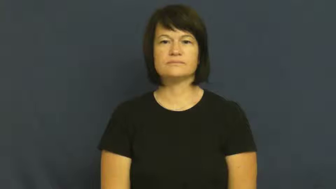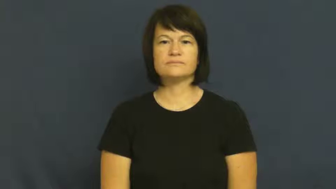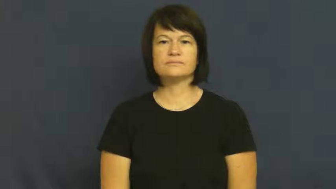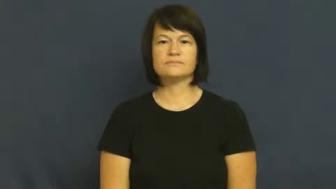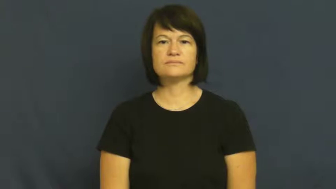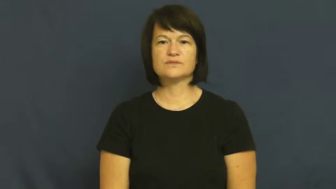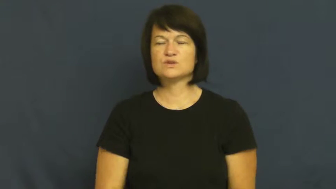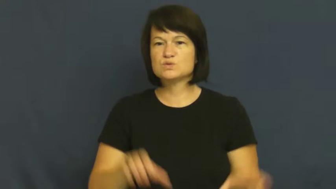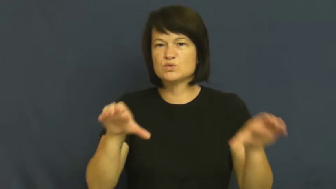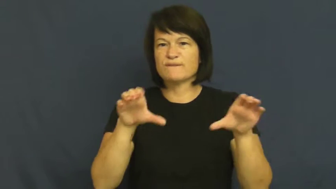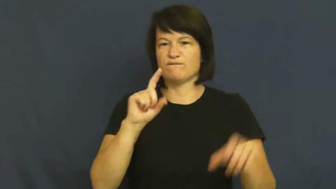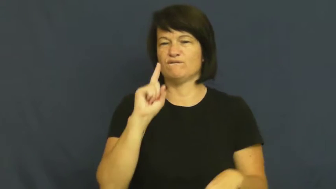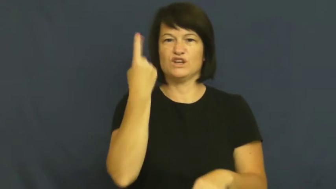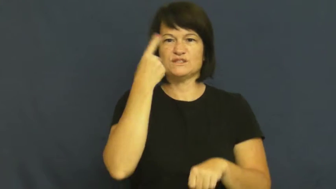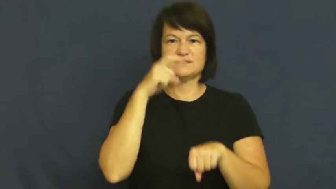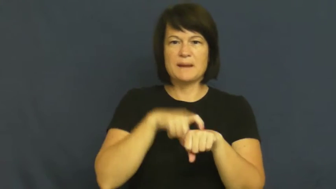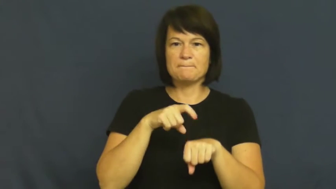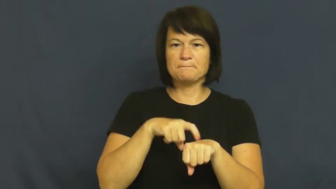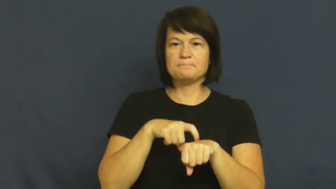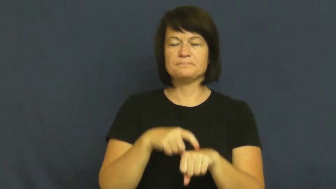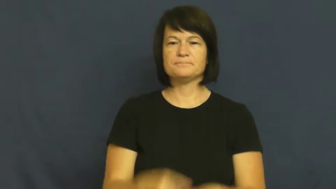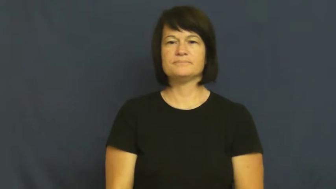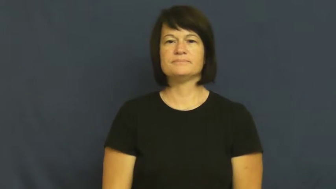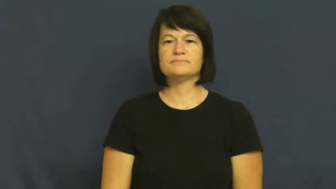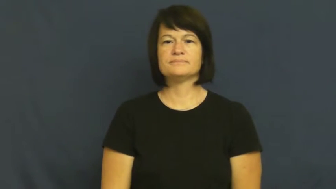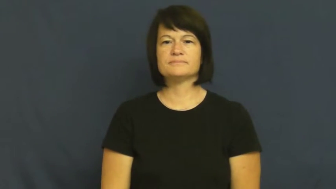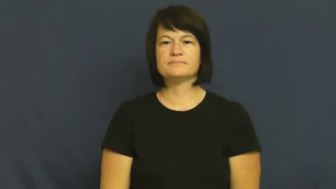maiden,inaugural-first time